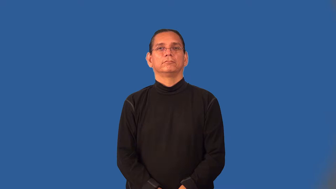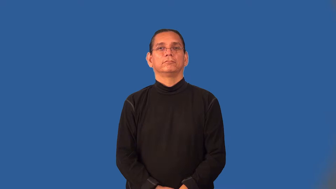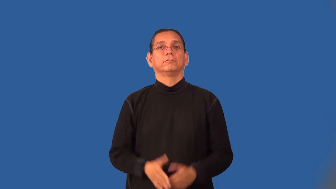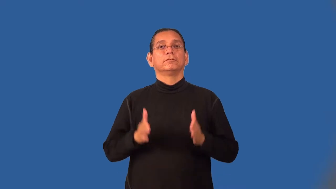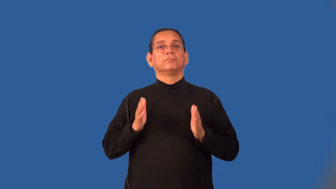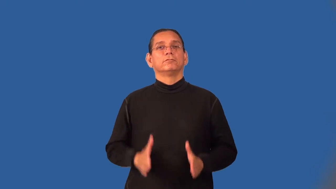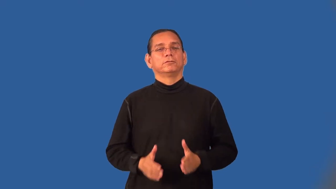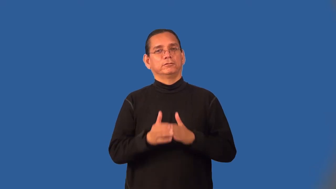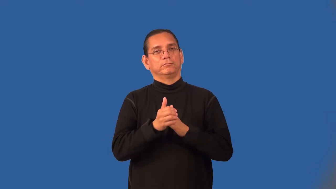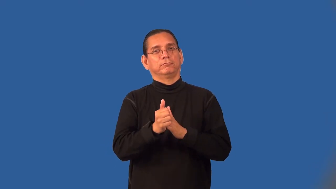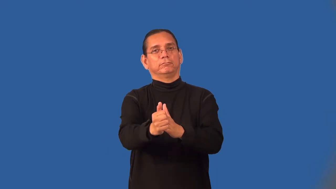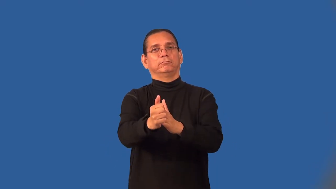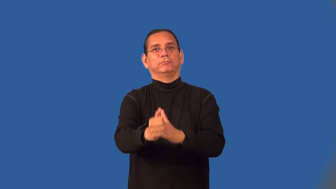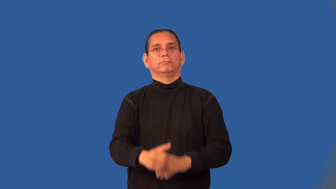frontrunner